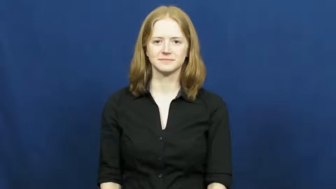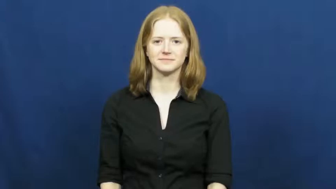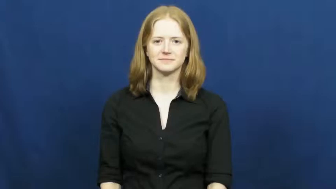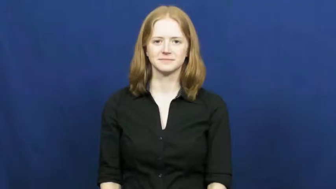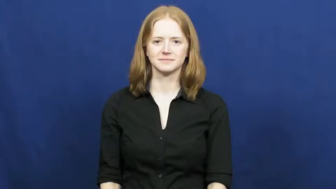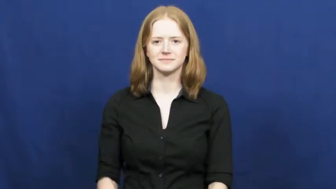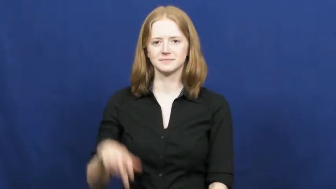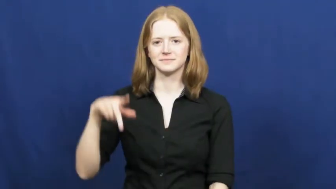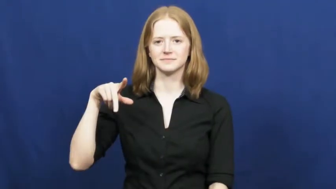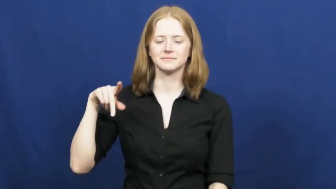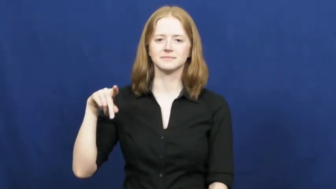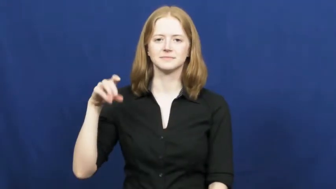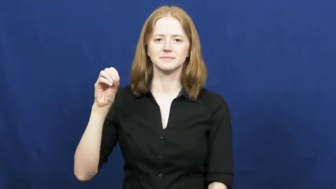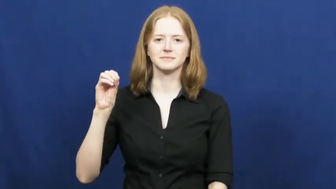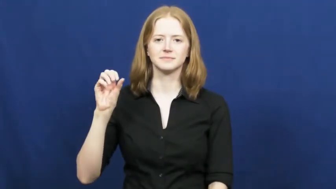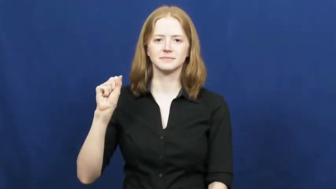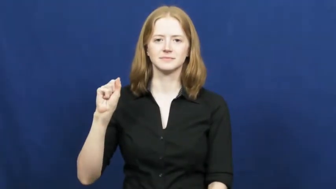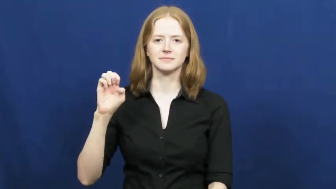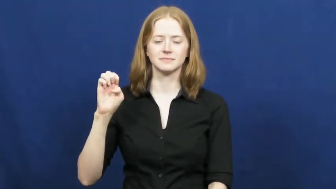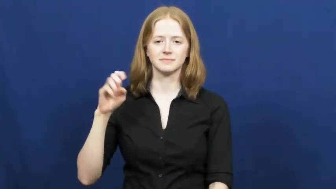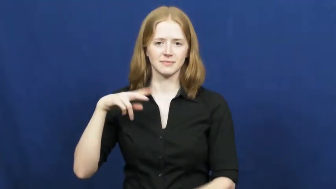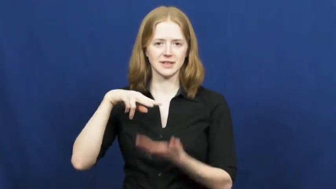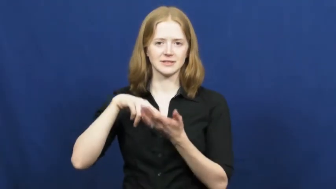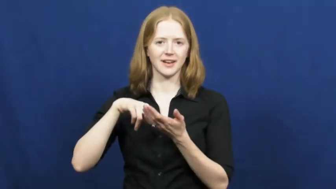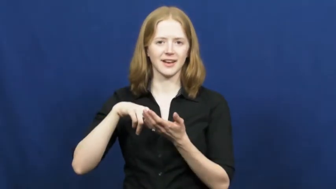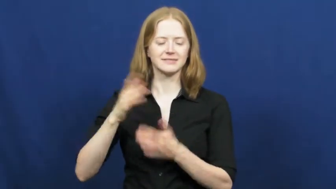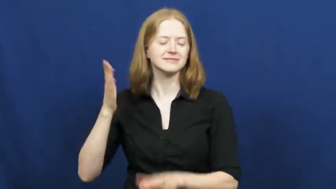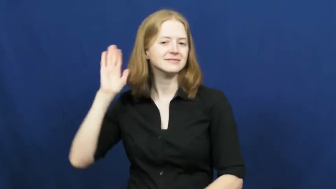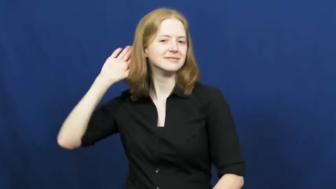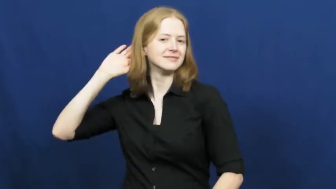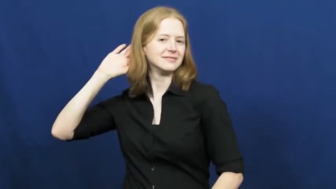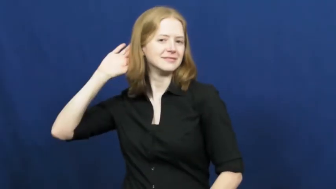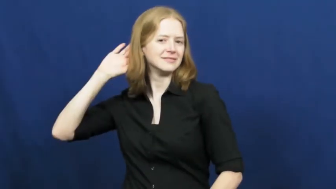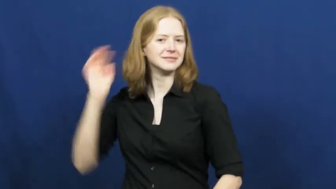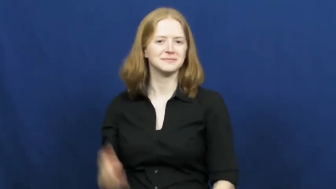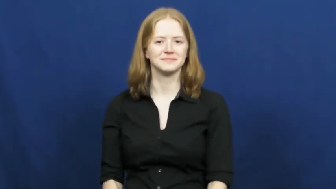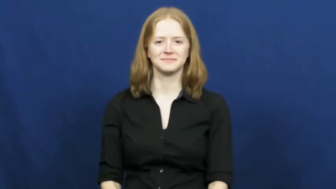pose-stand